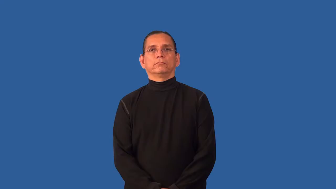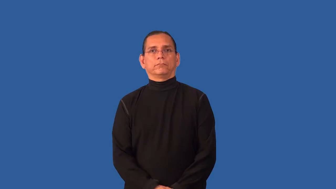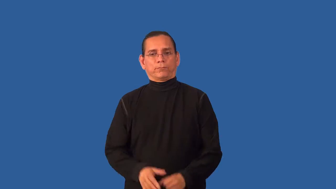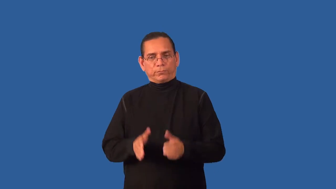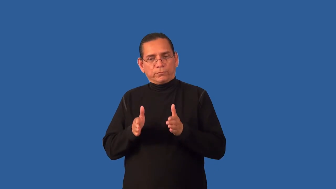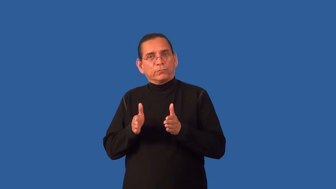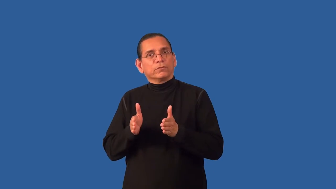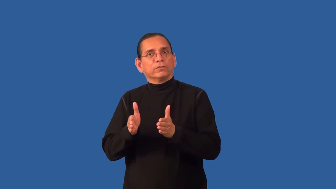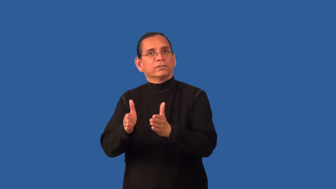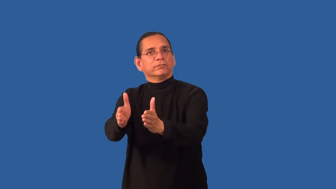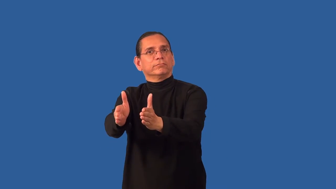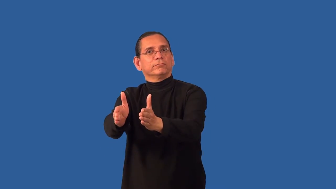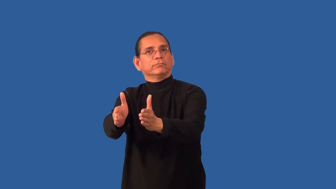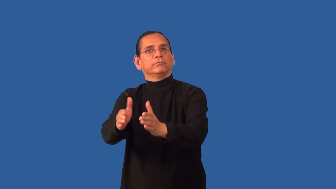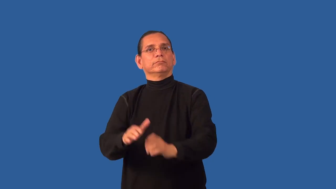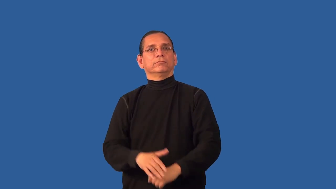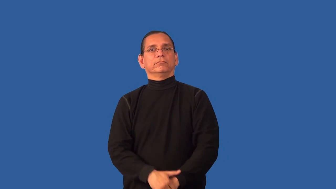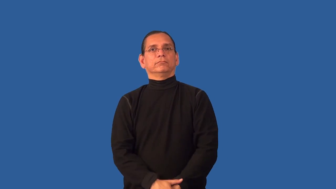channel-direct